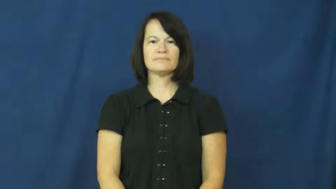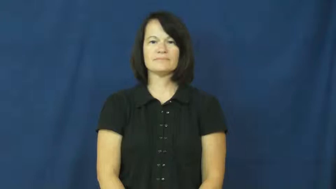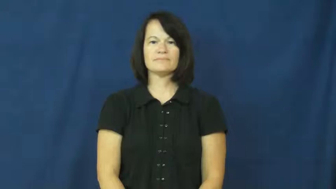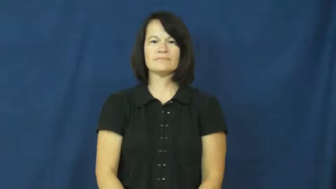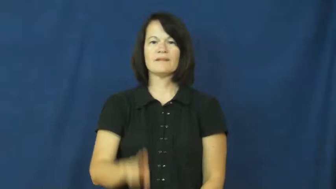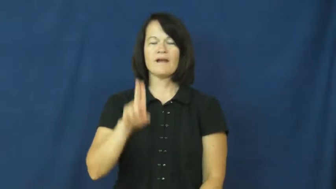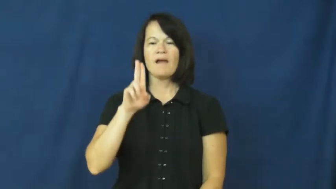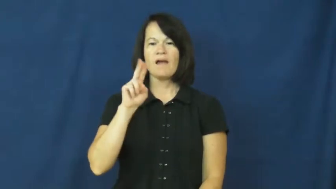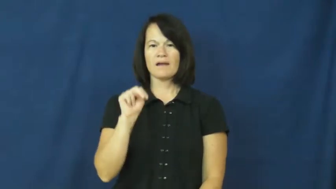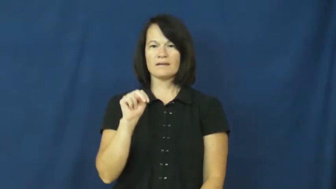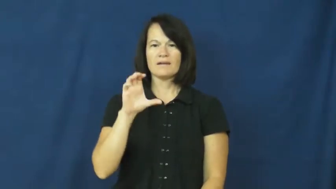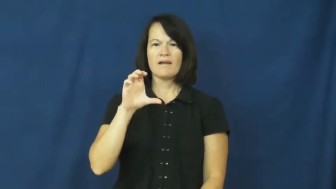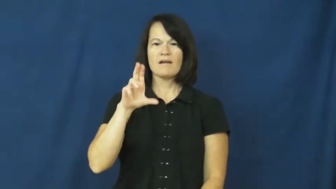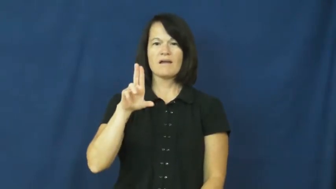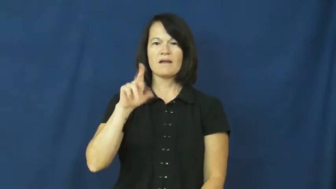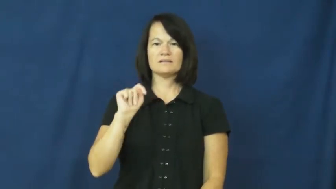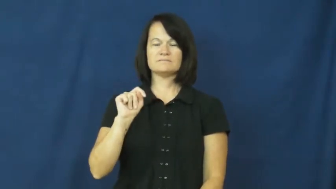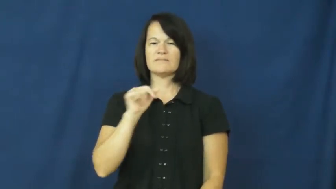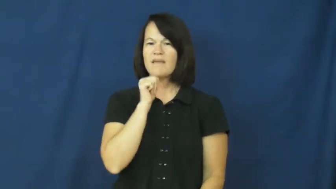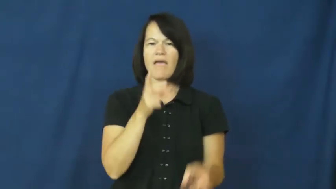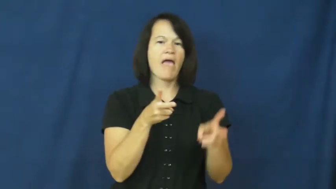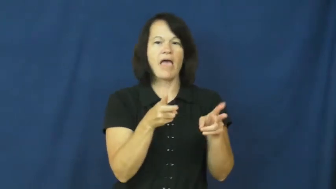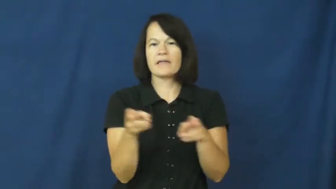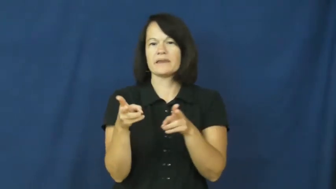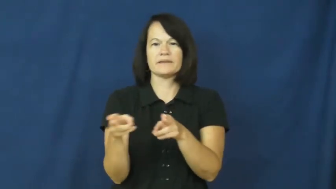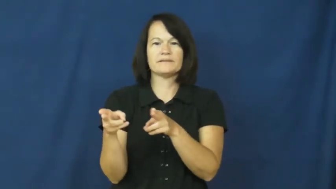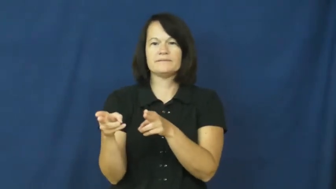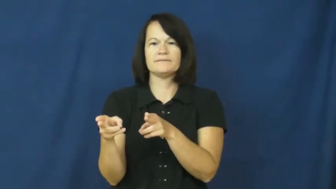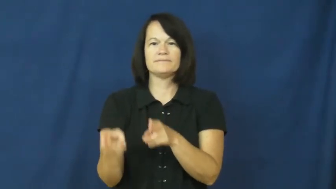uncut-not edited